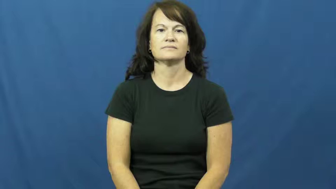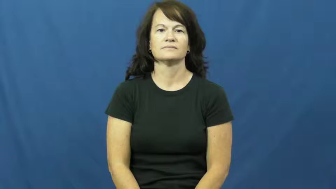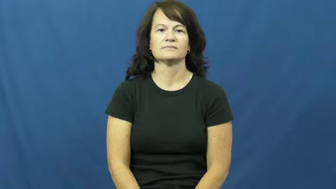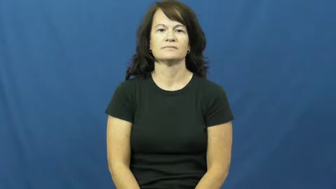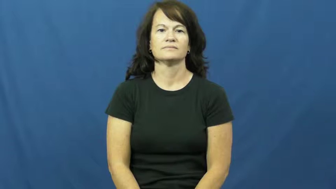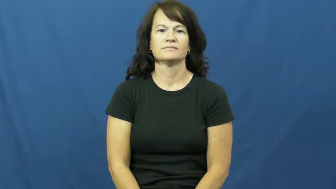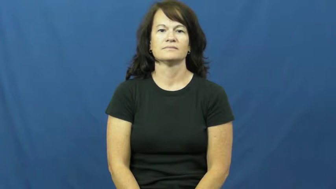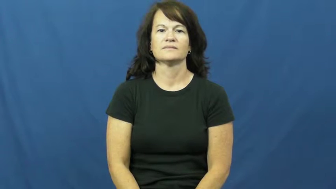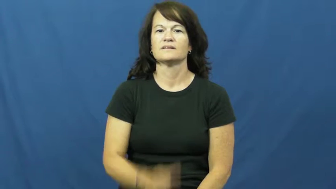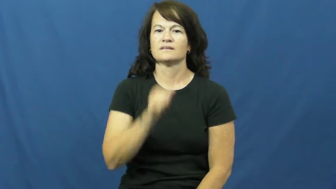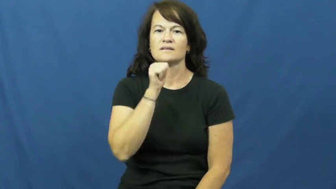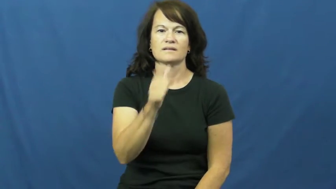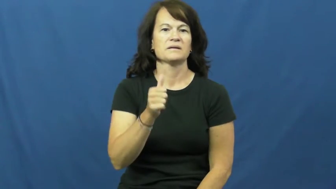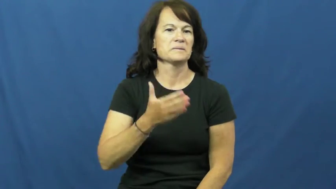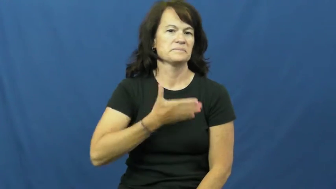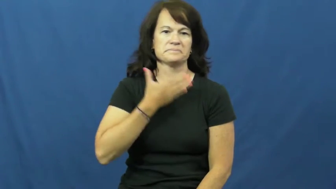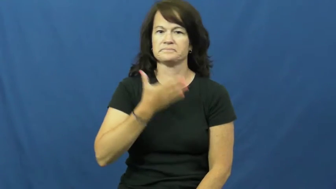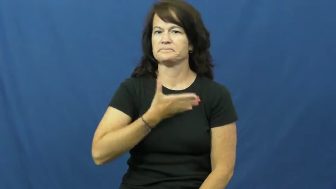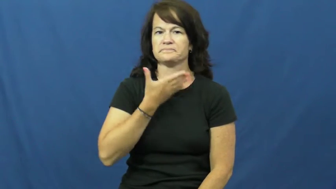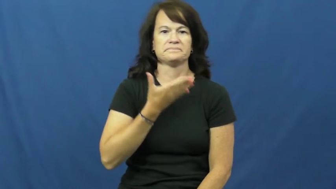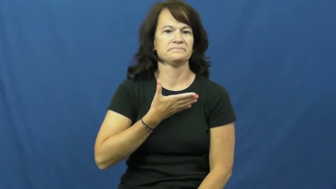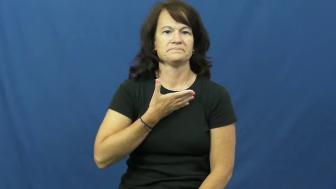displease